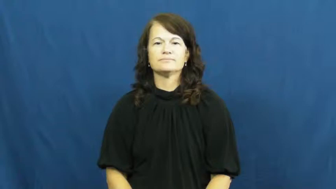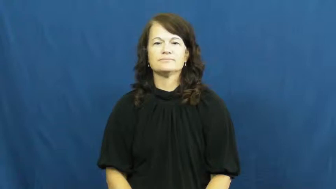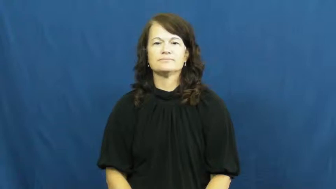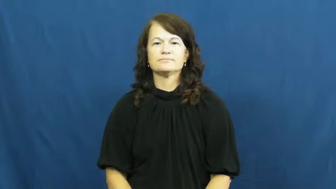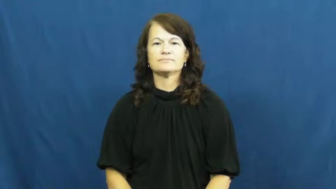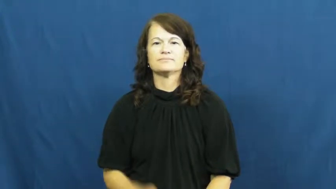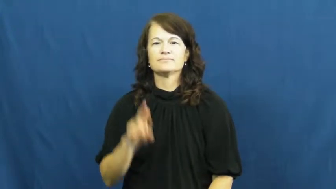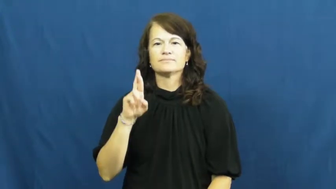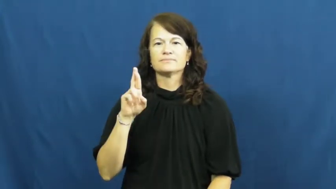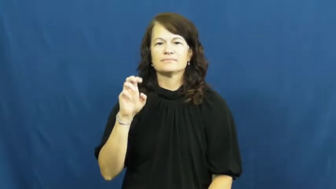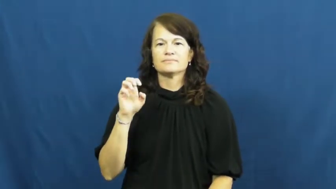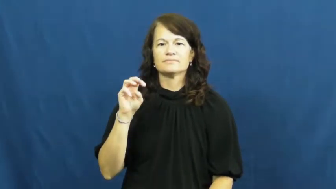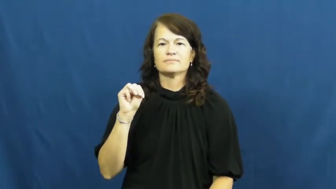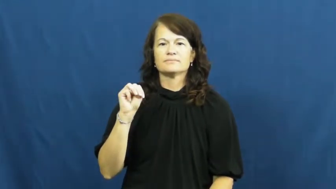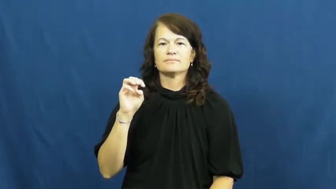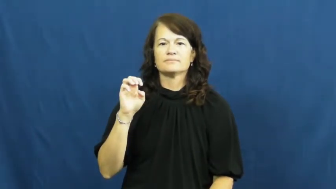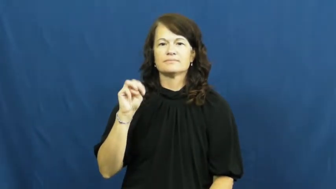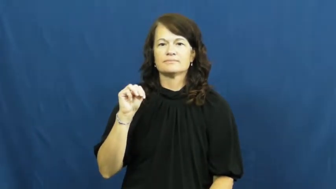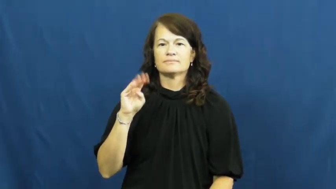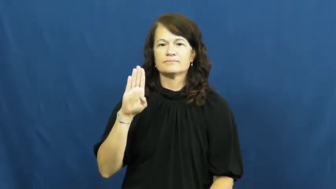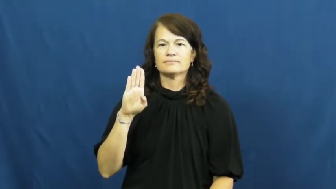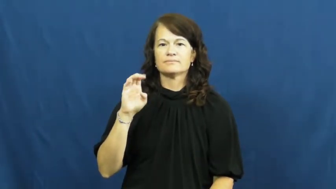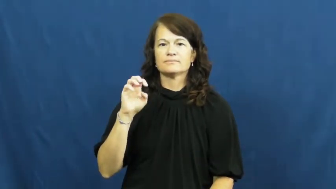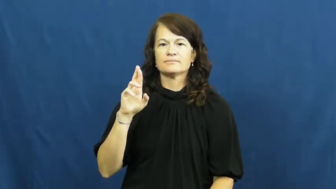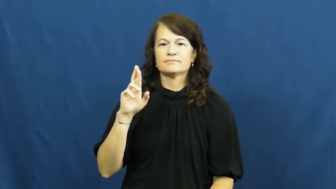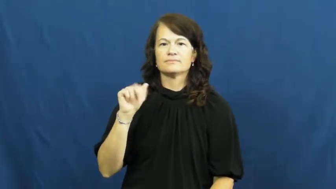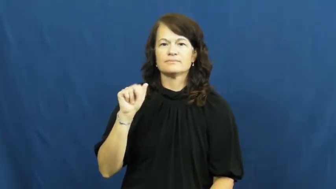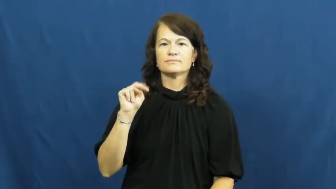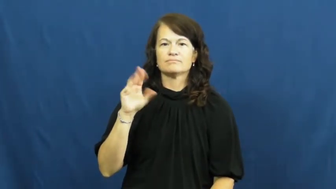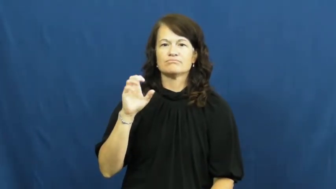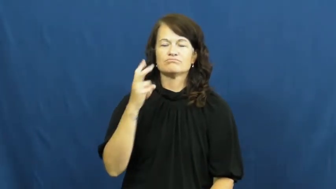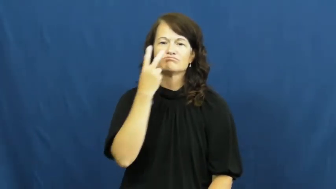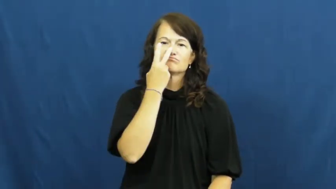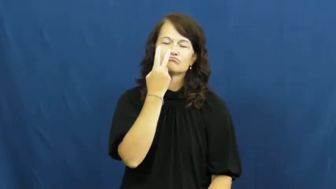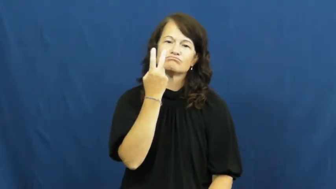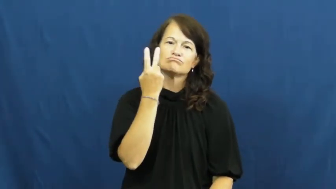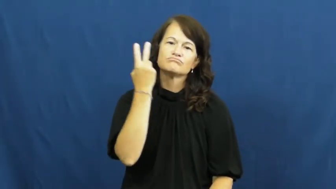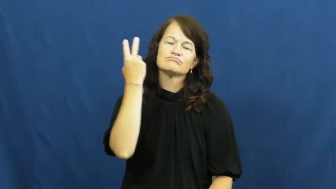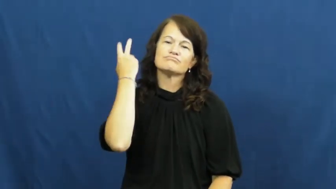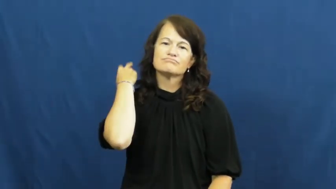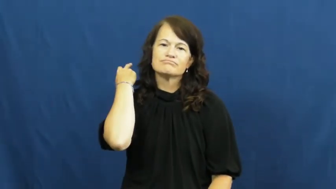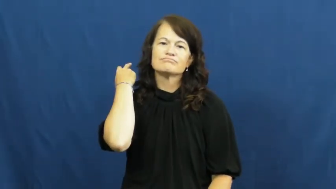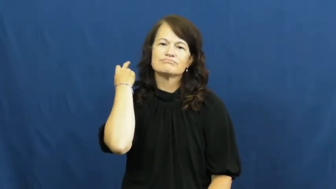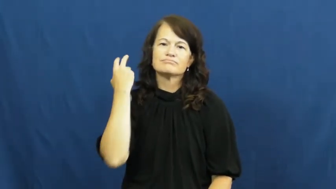rememberance